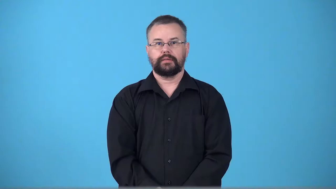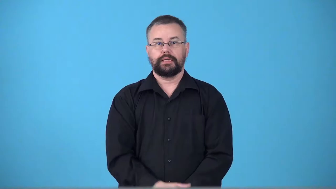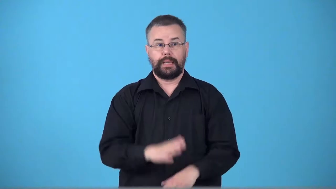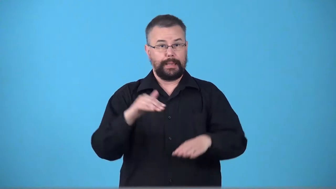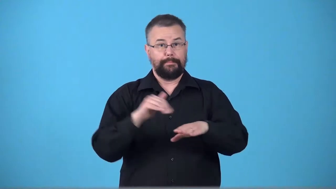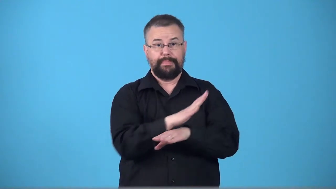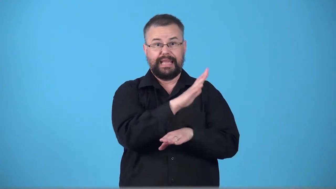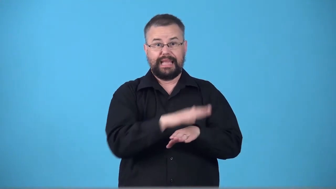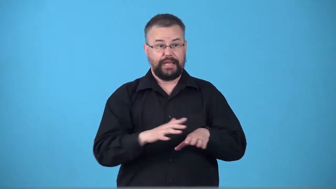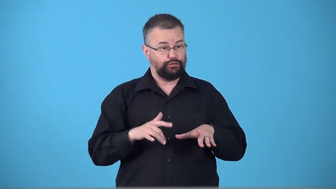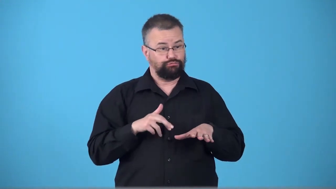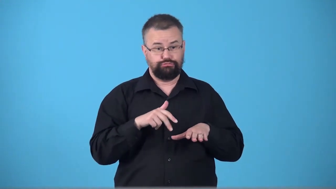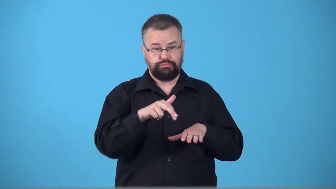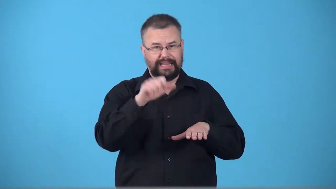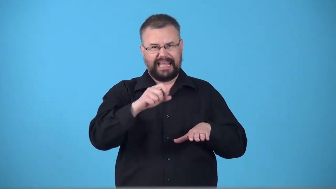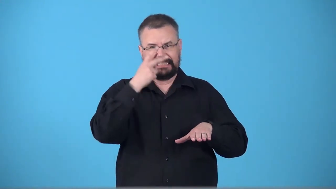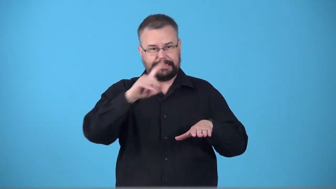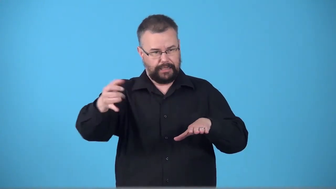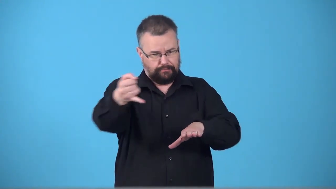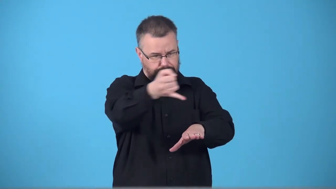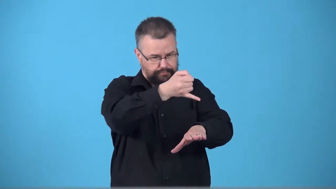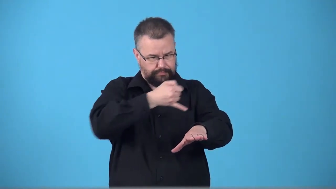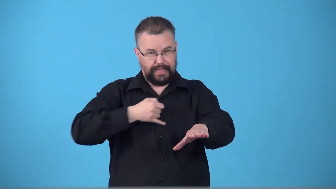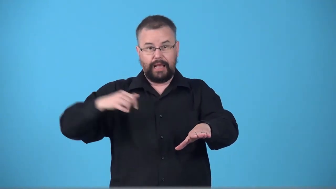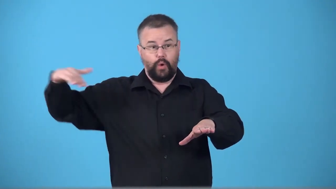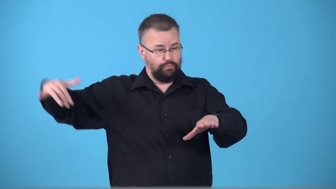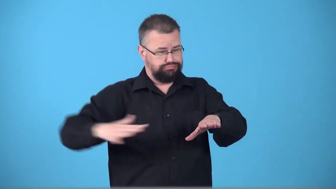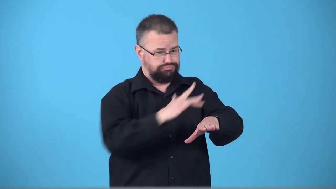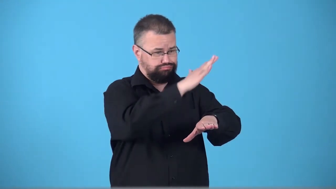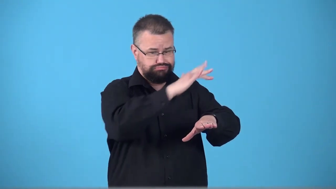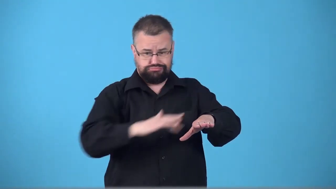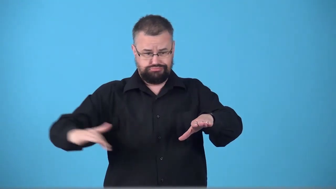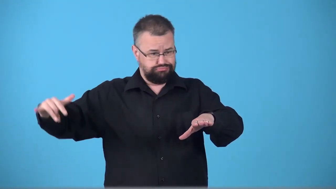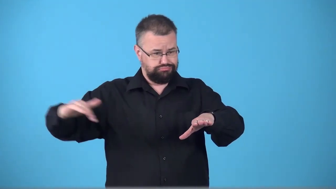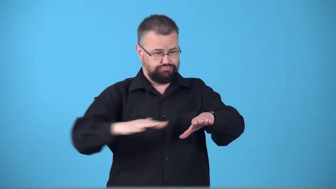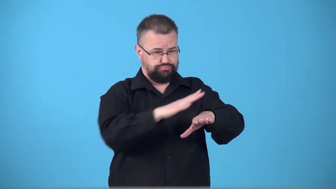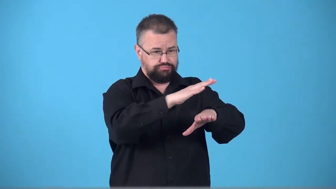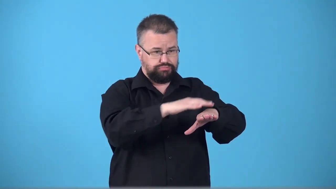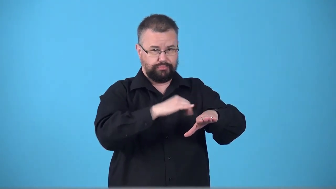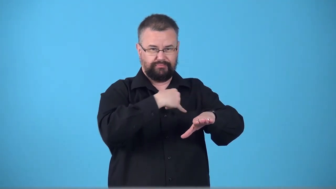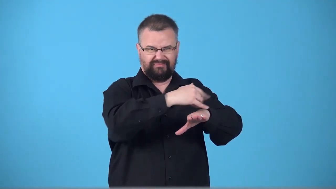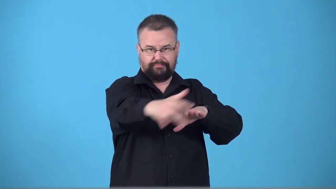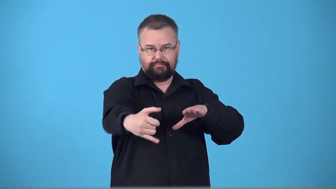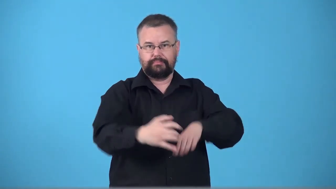tidemark-beach